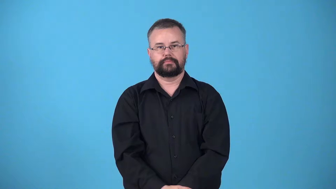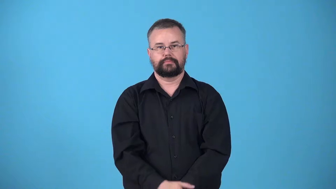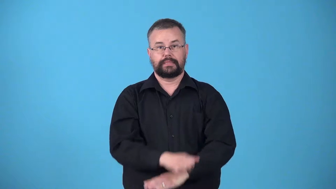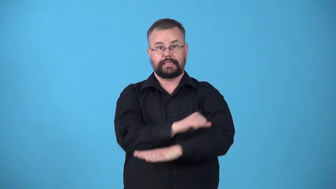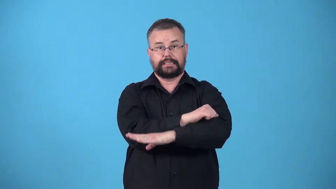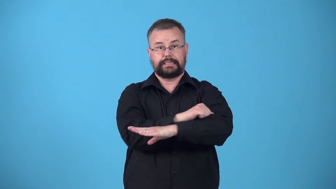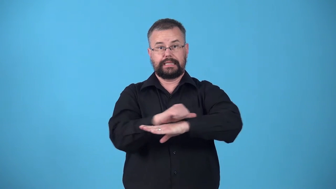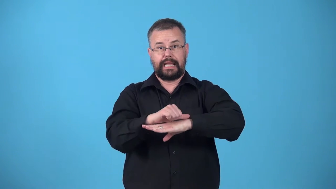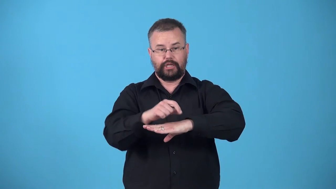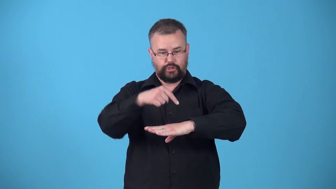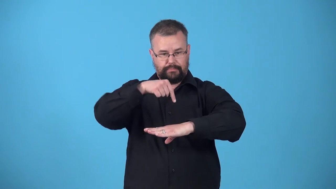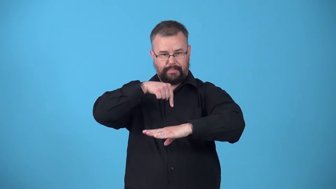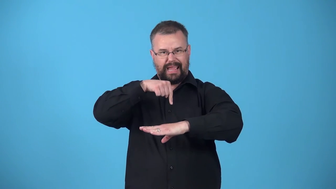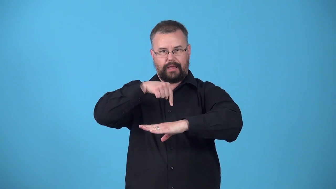upstage-location